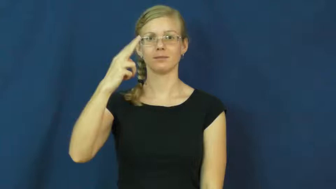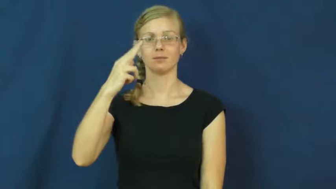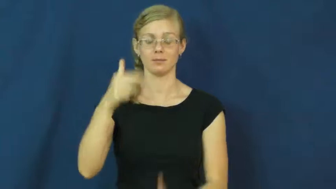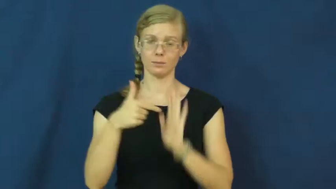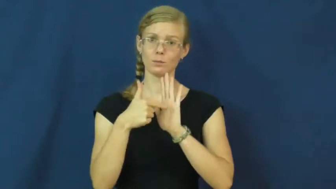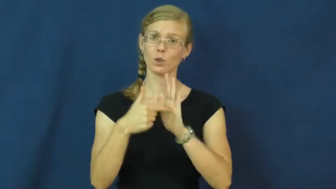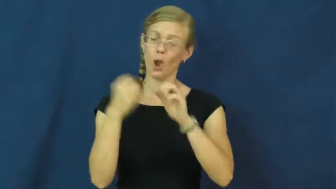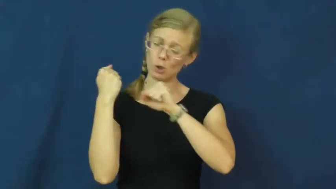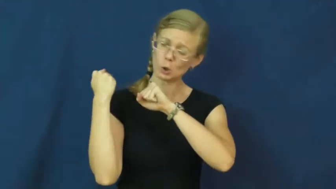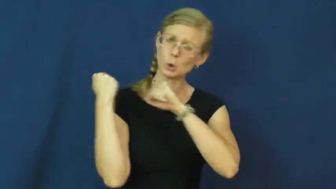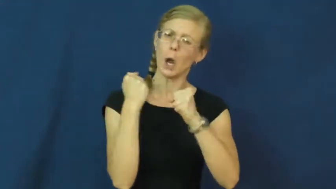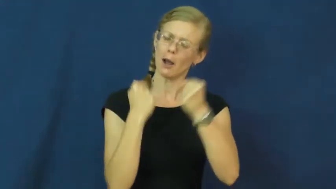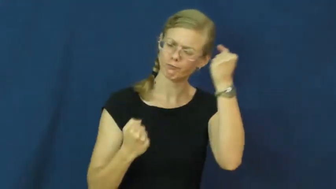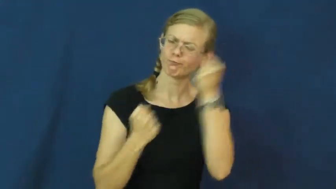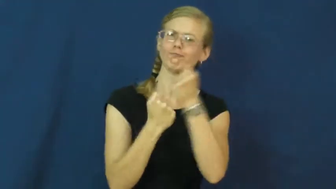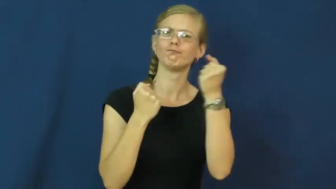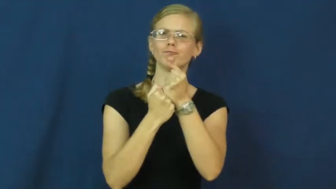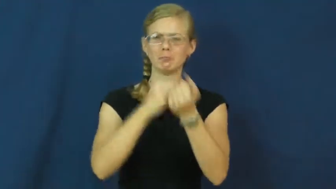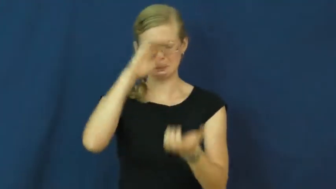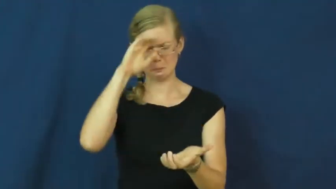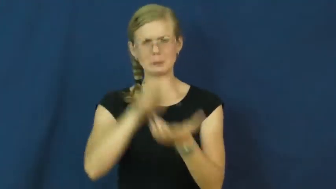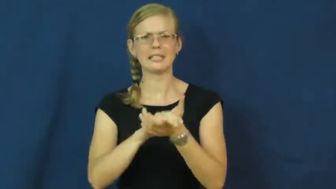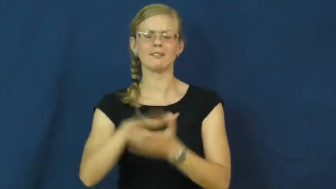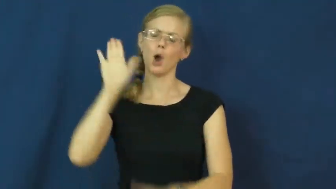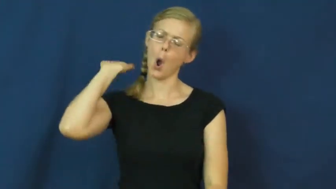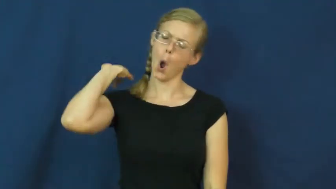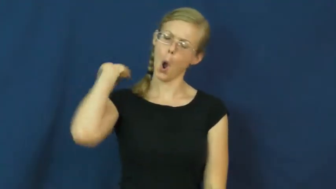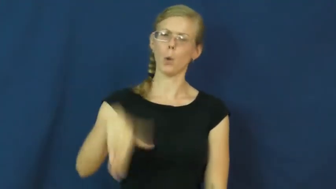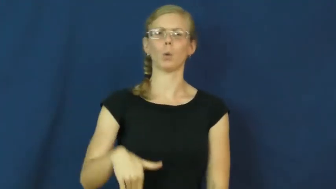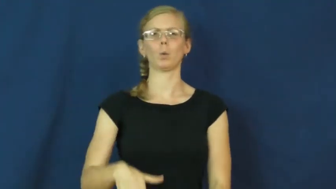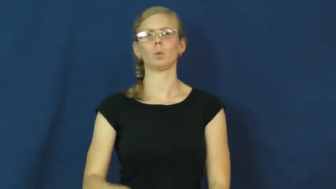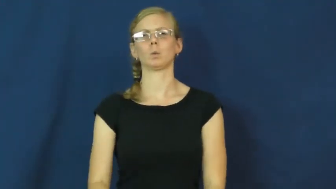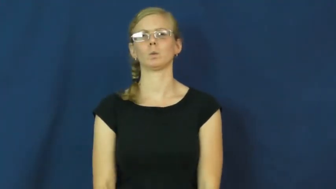staunch,steadfast,hardcore-loyal